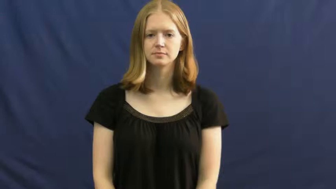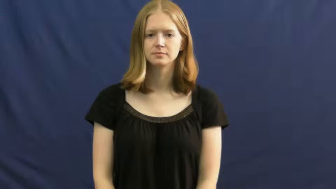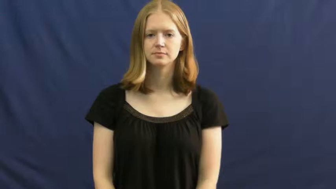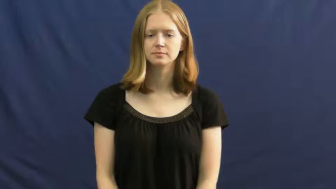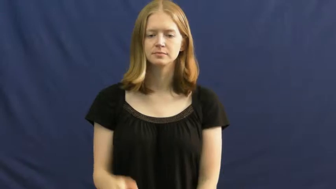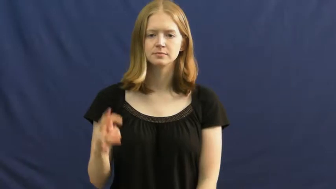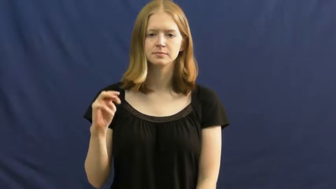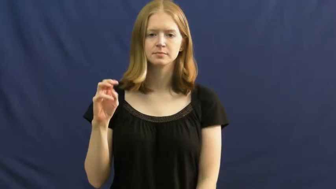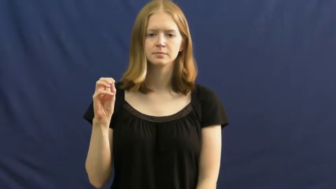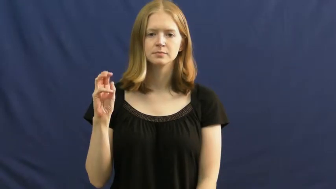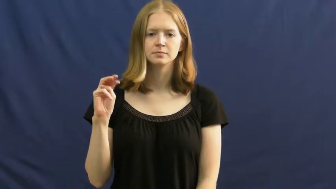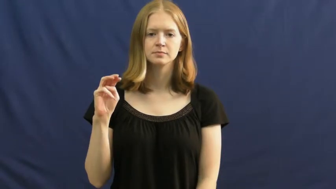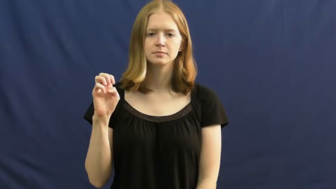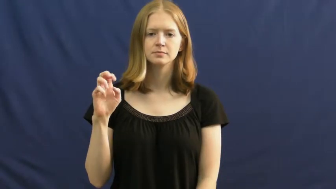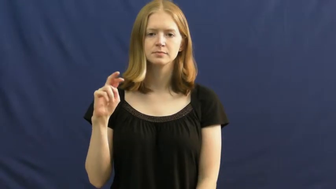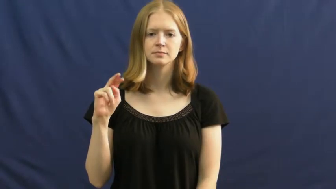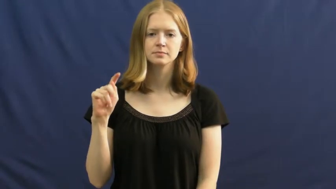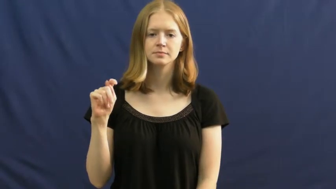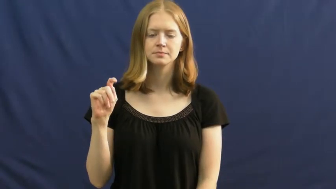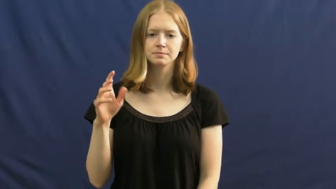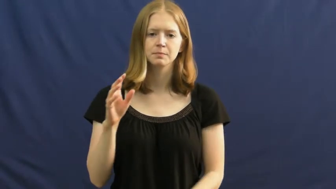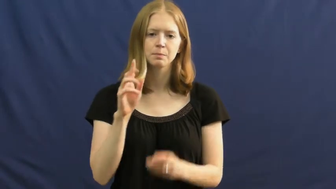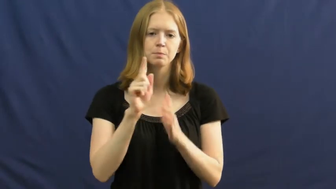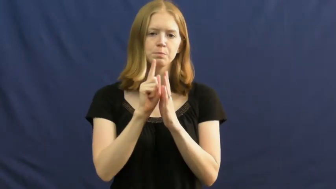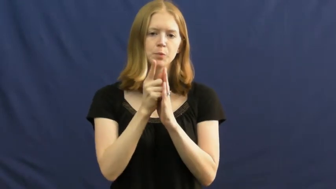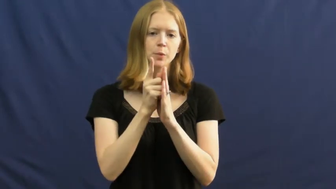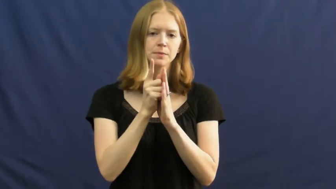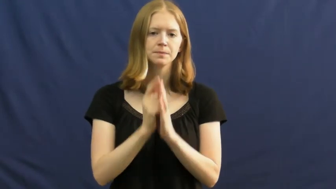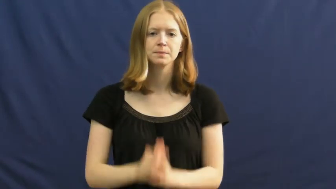moment